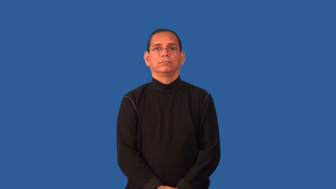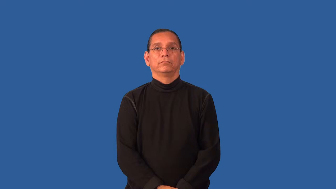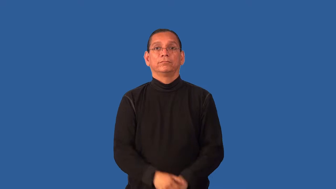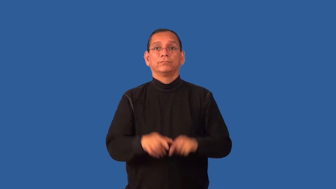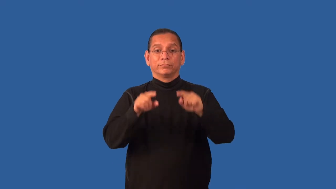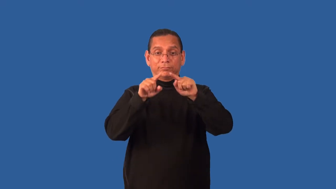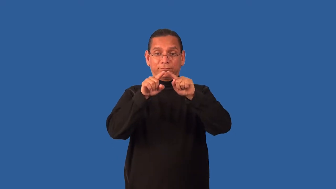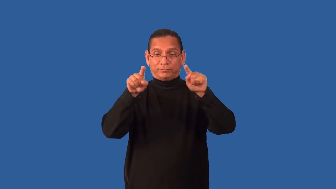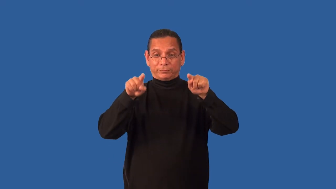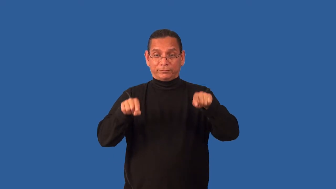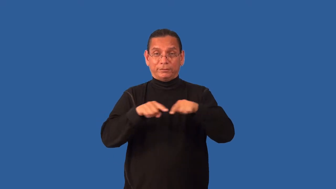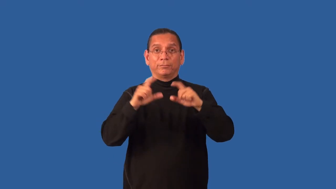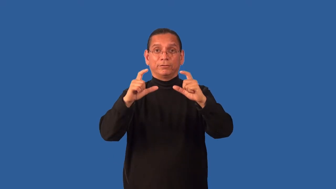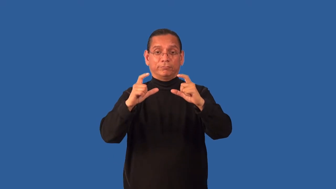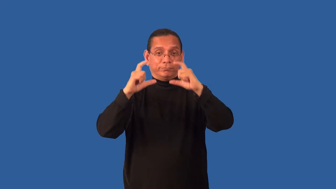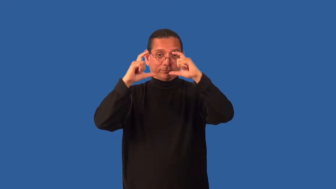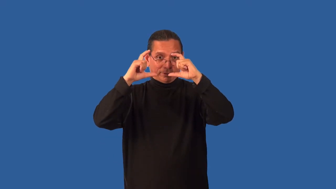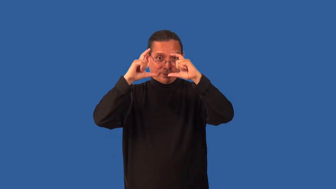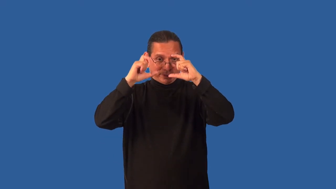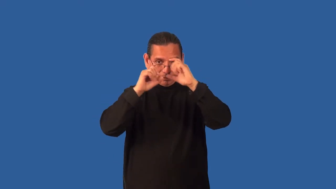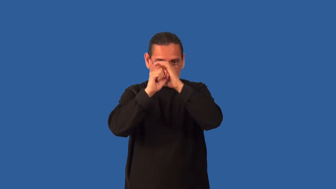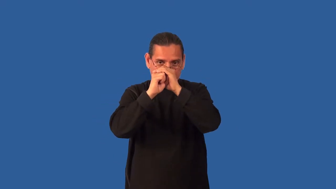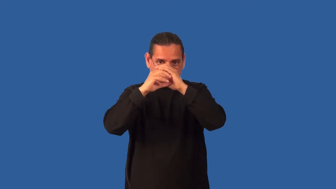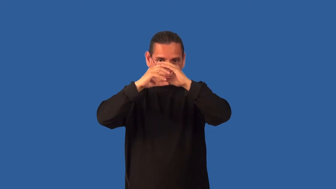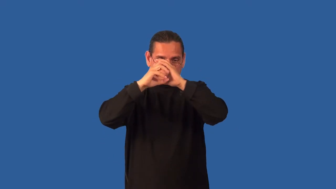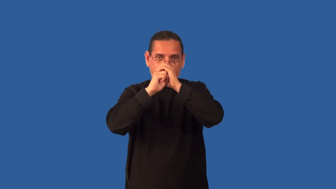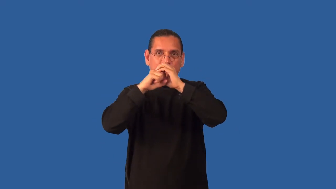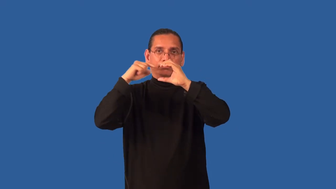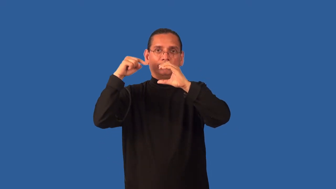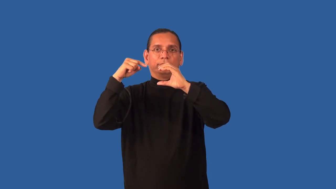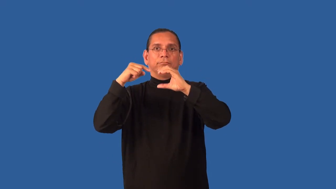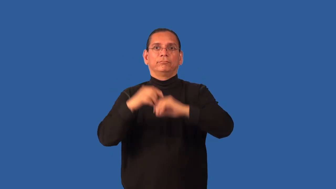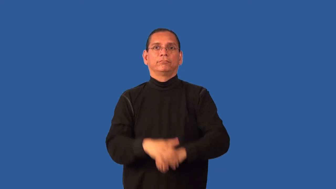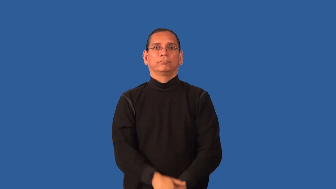expose-film